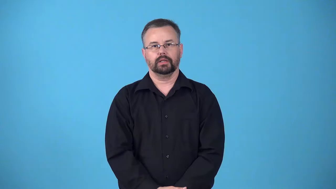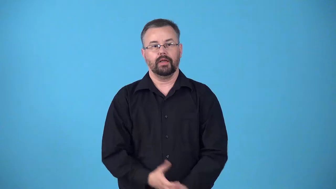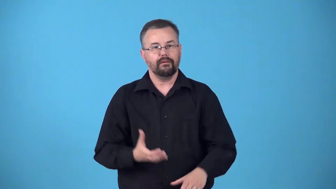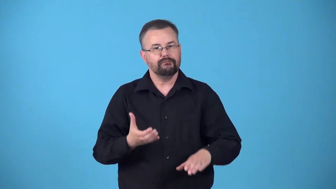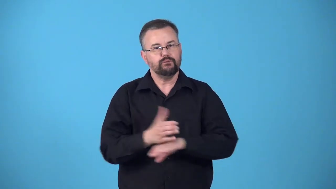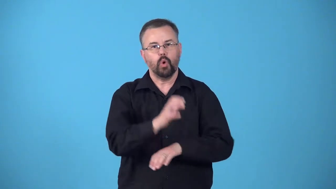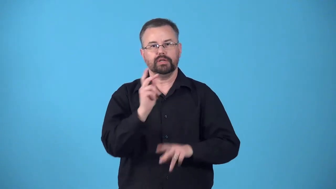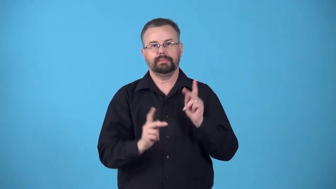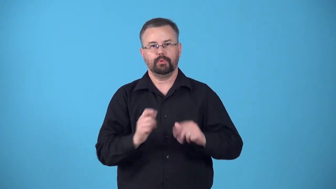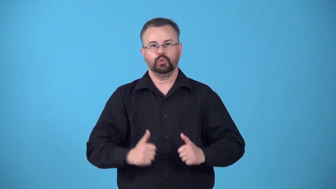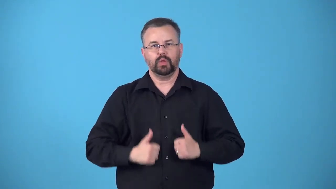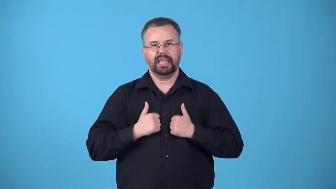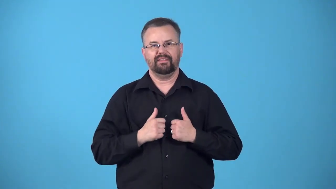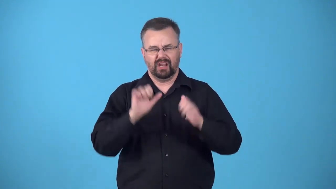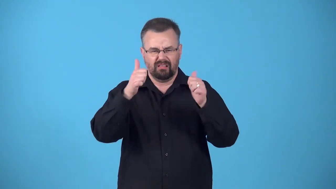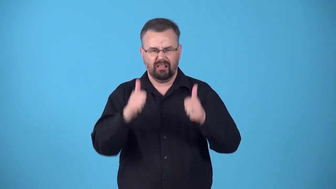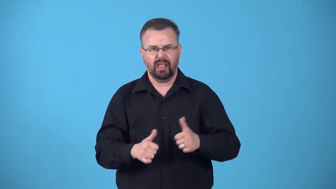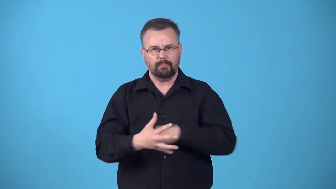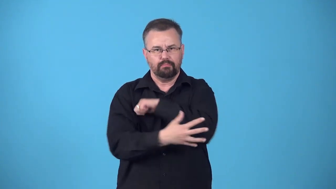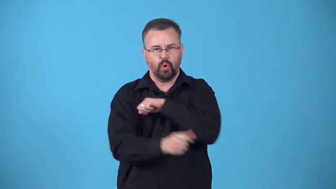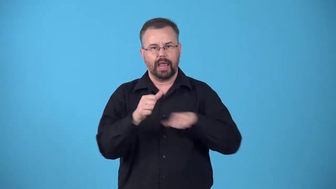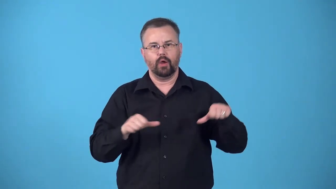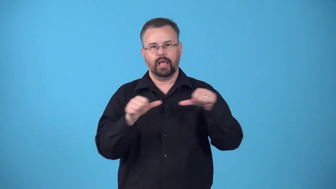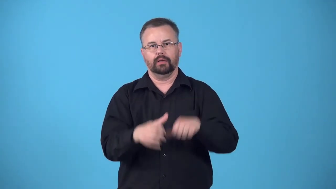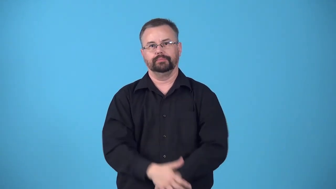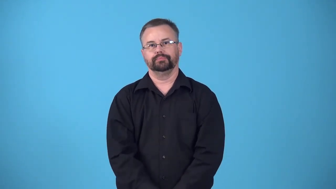ghettoize